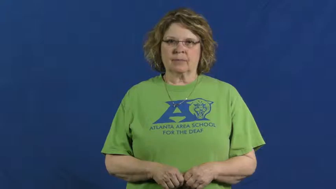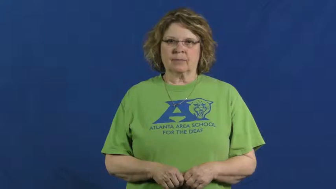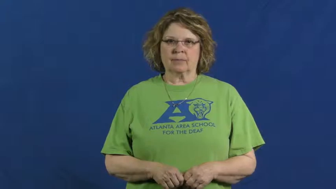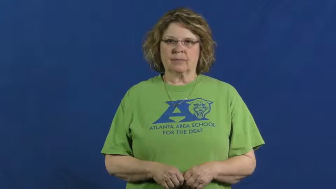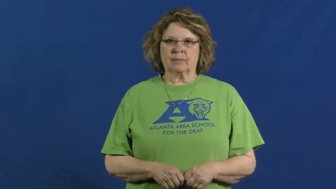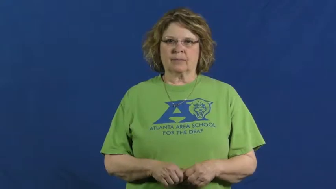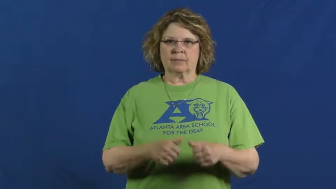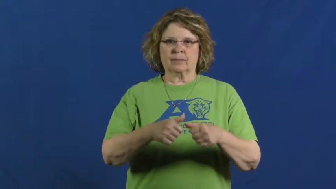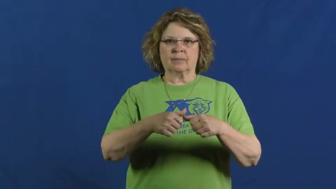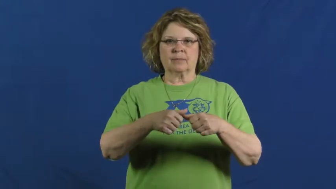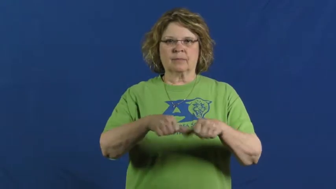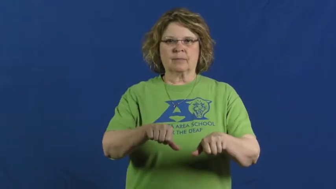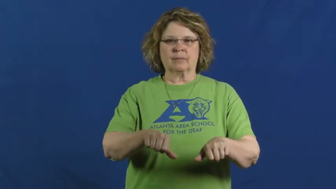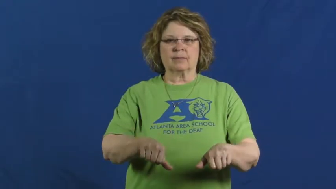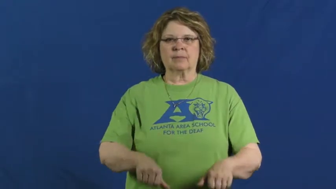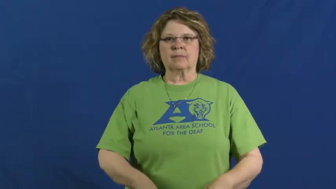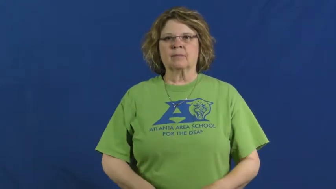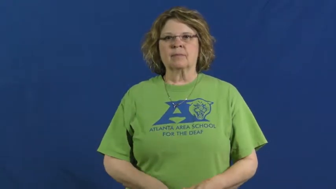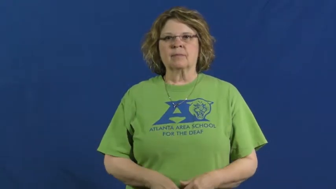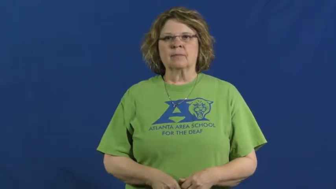deposit-reserve